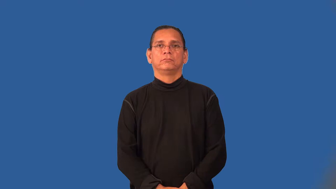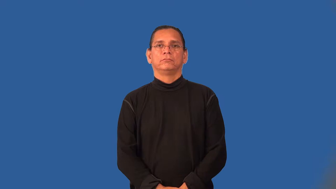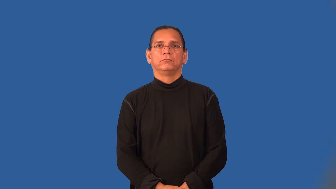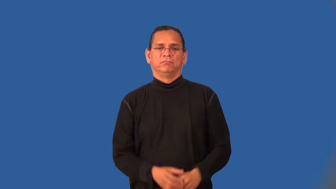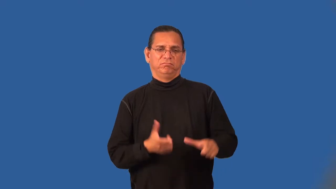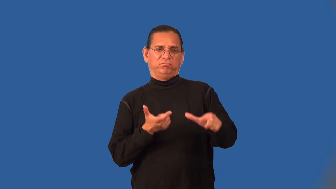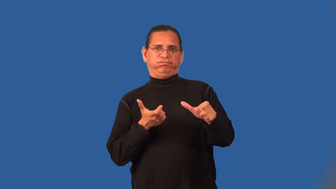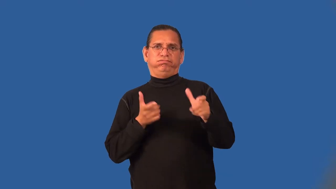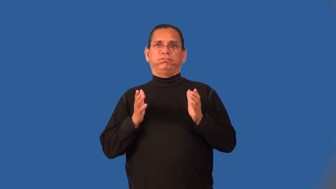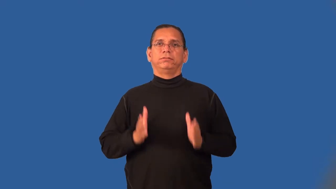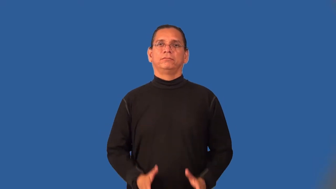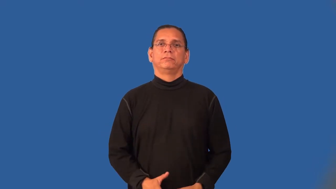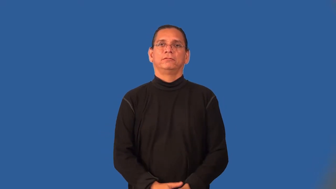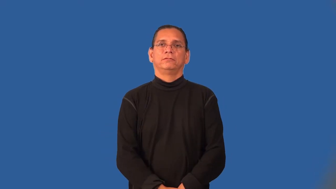speeder